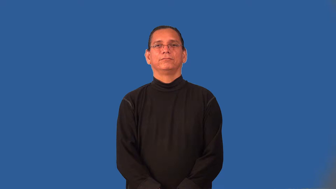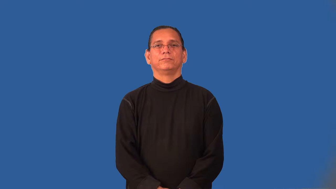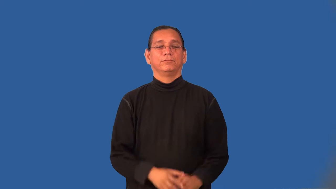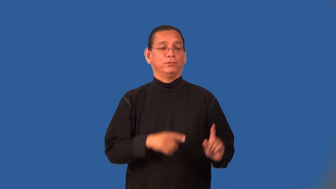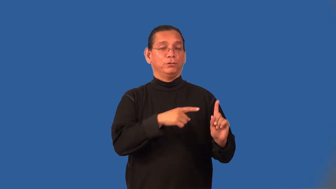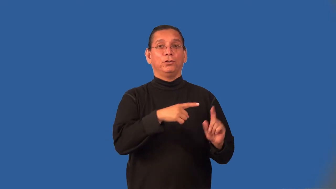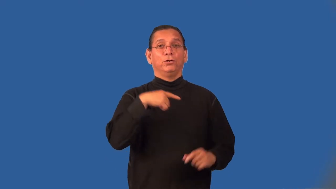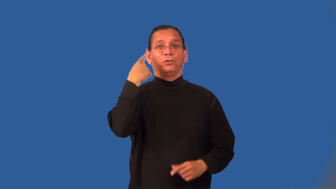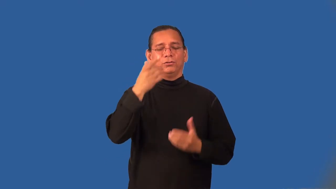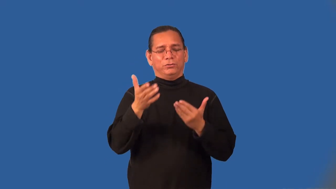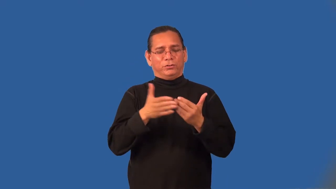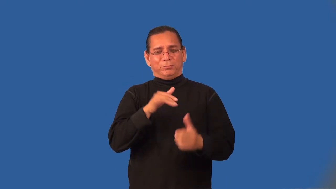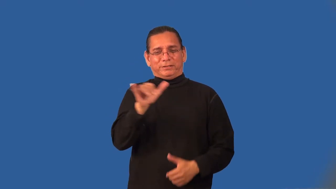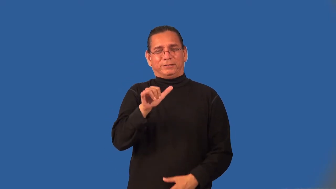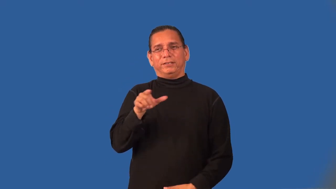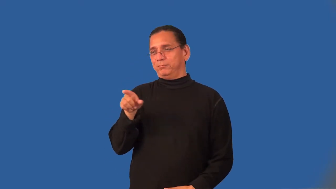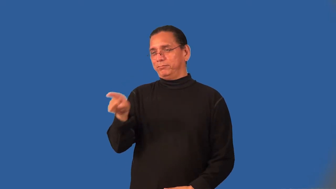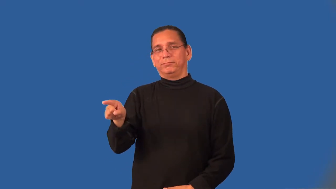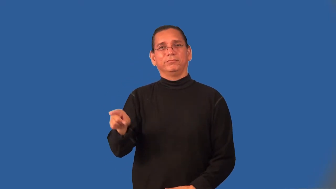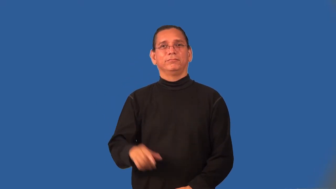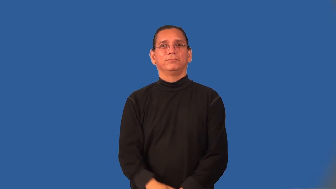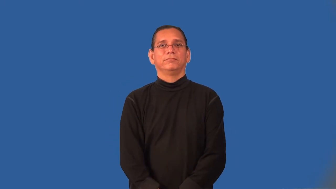ringer